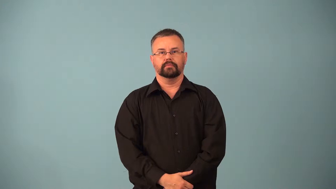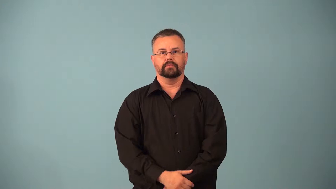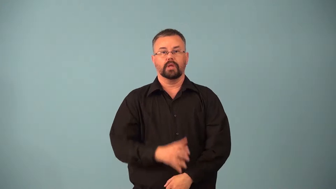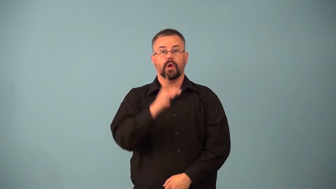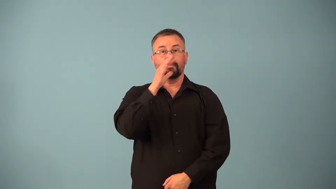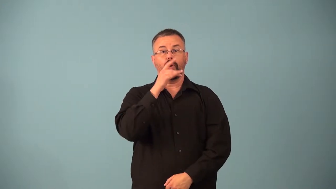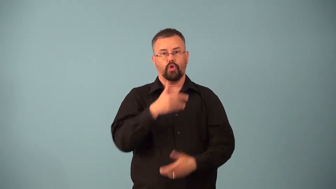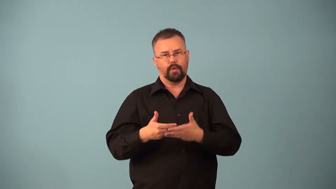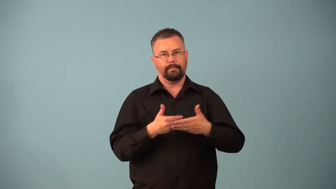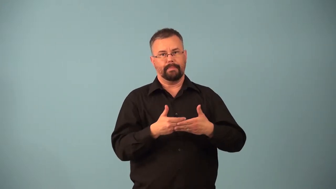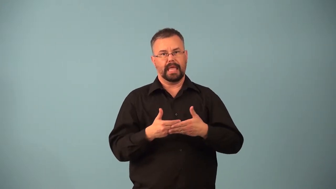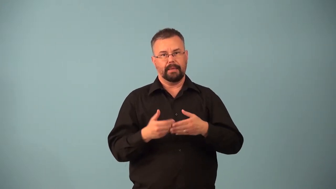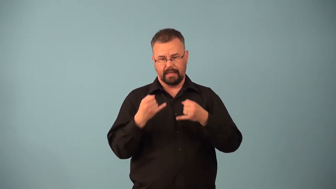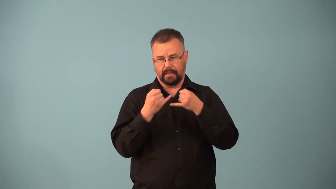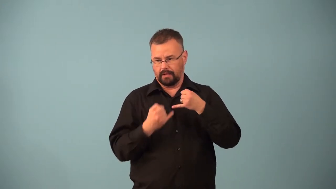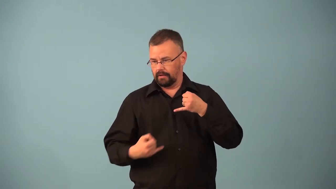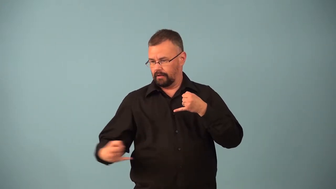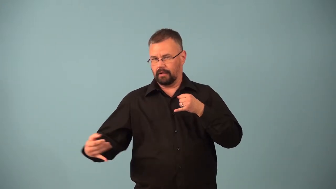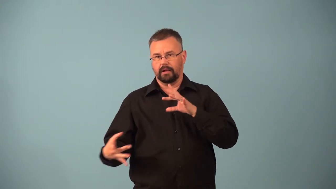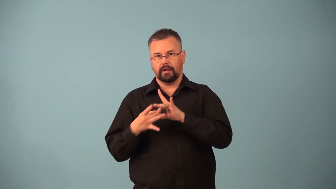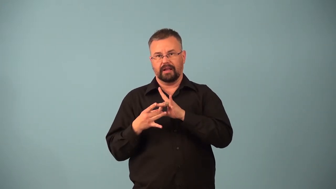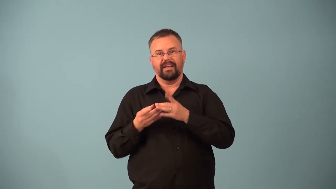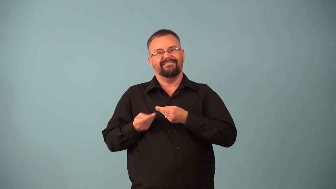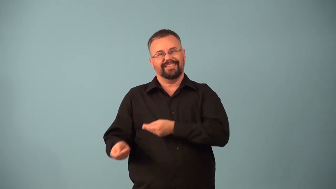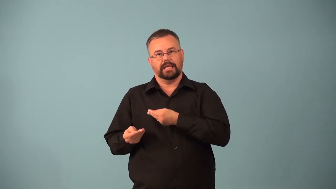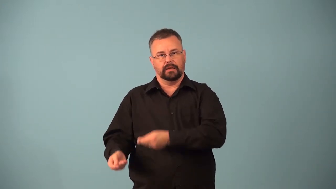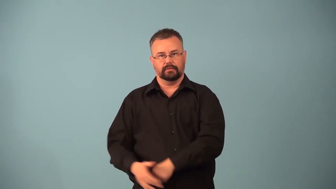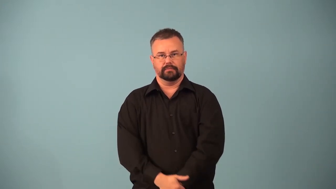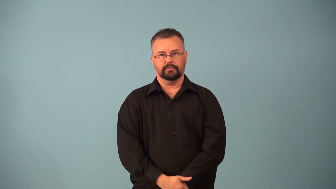placenta